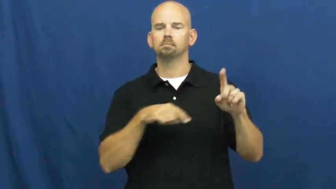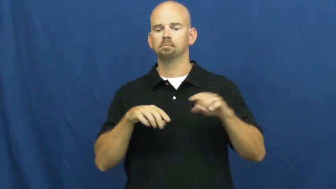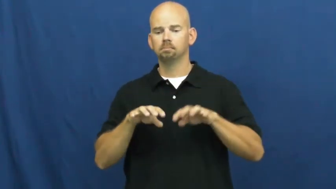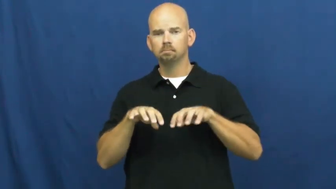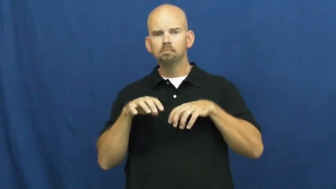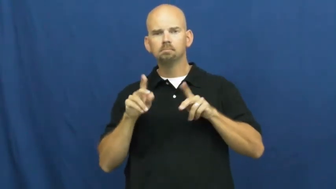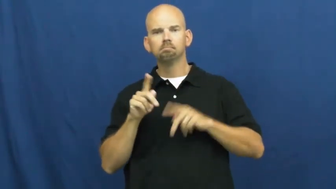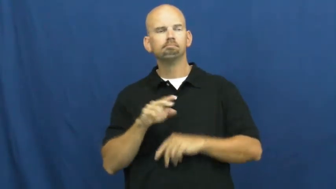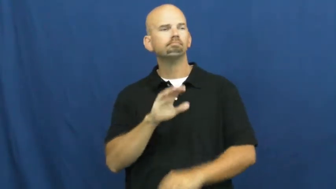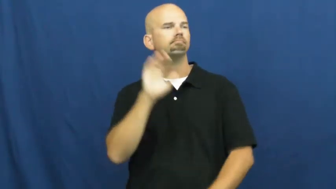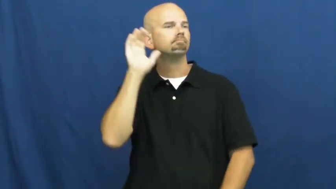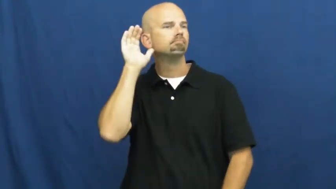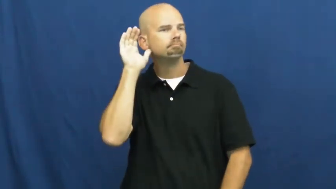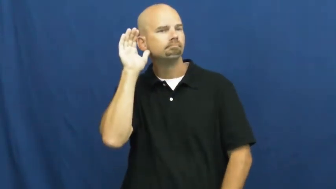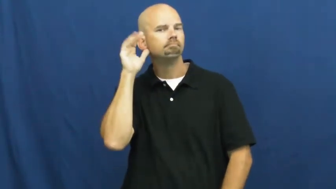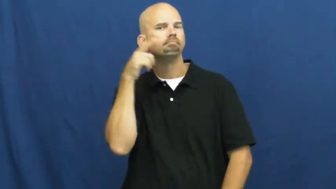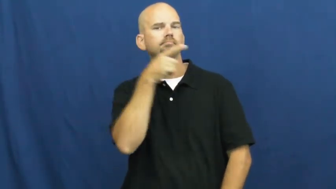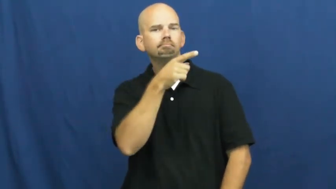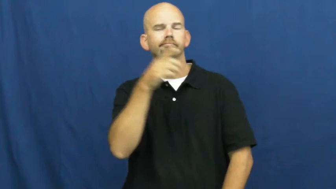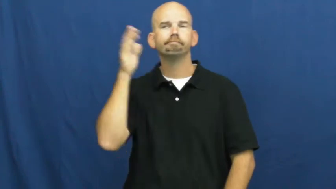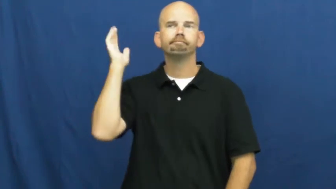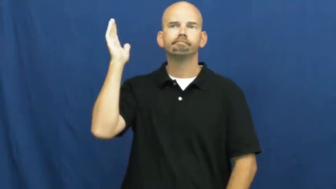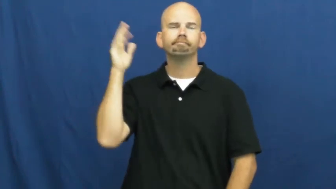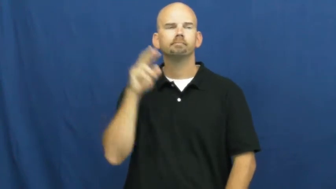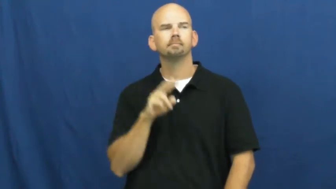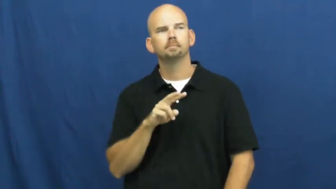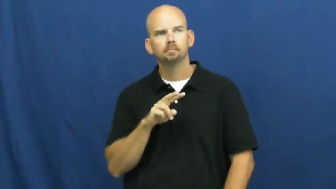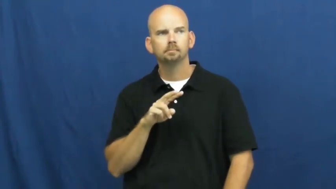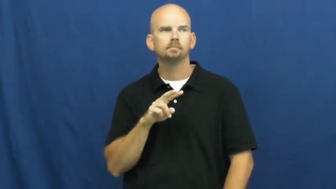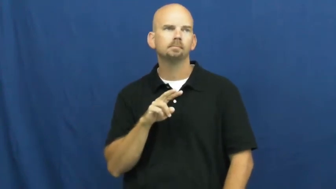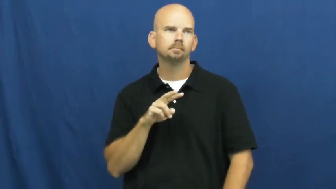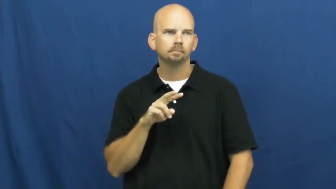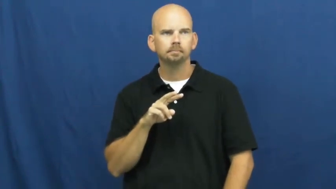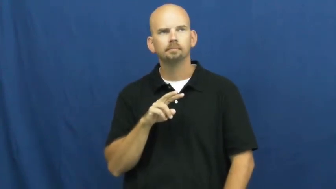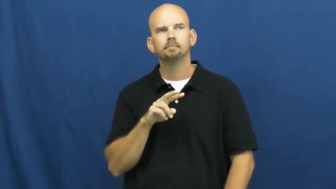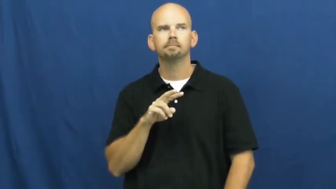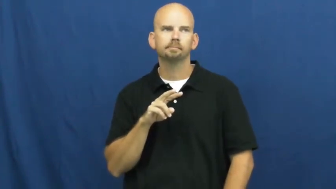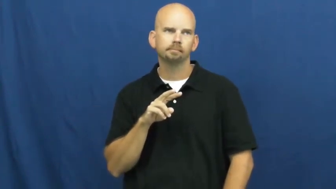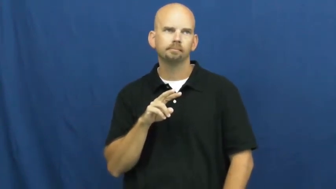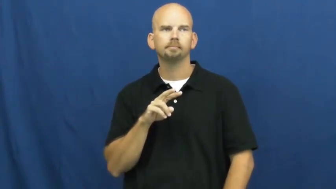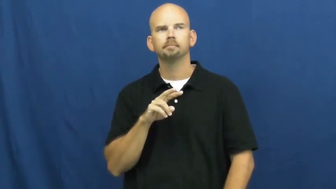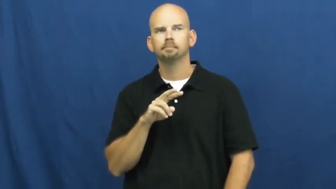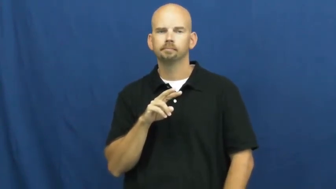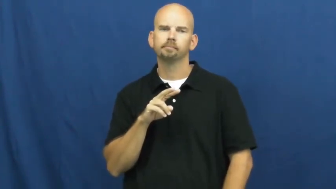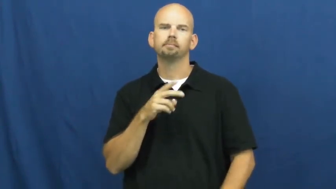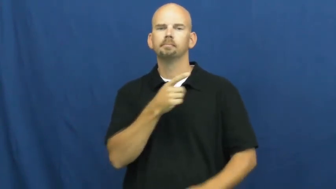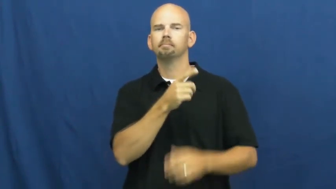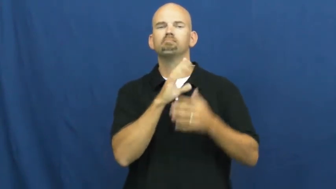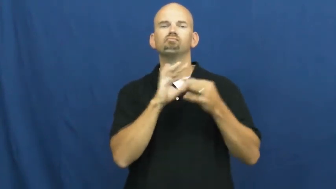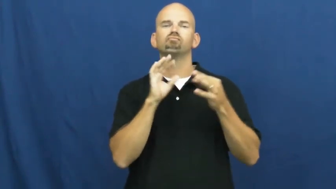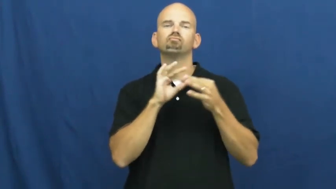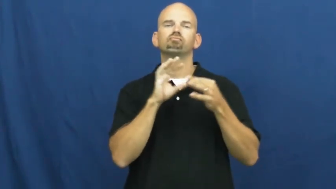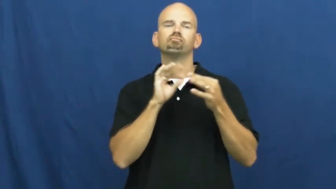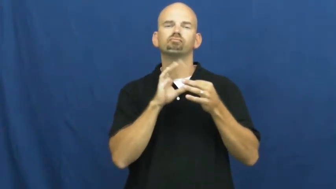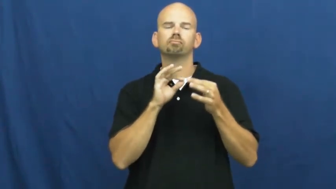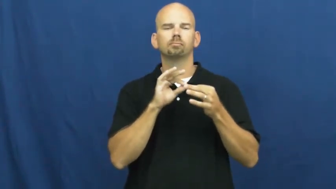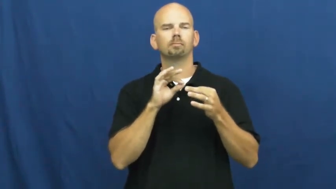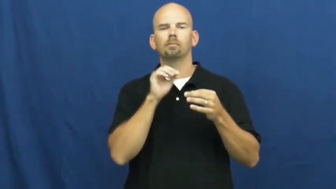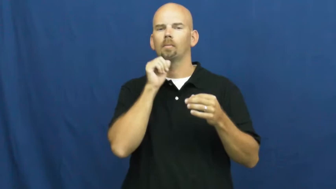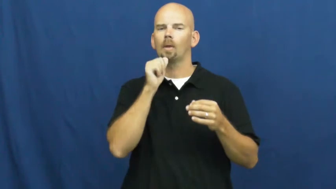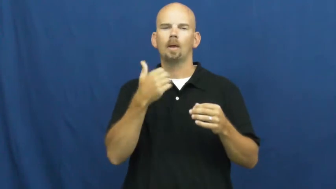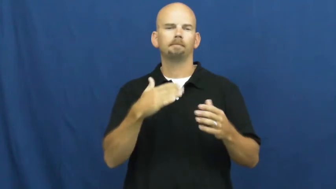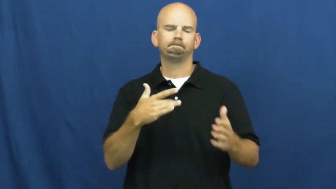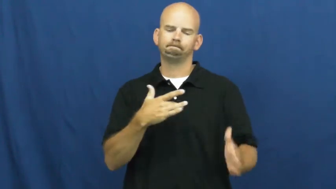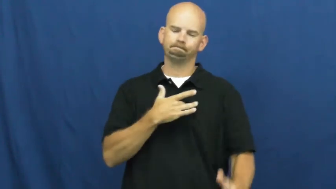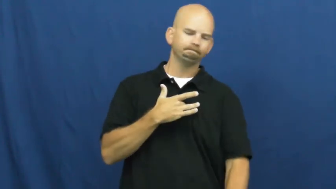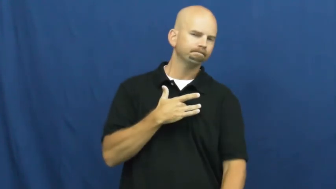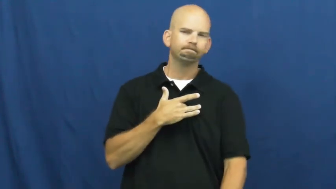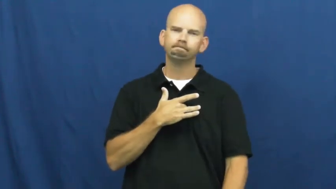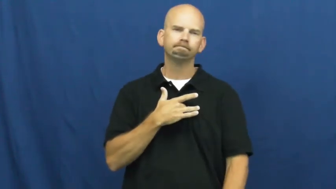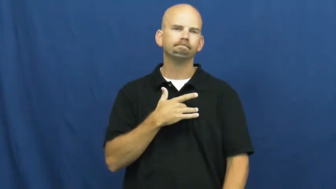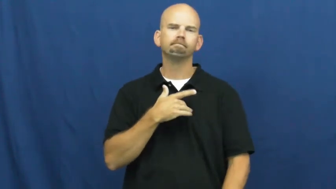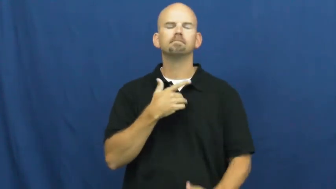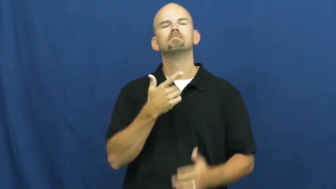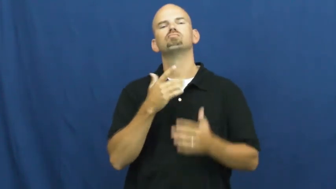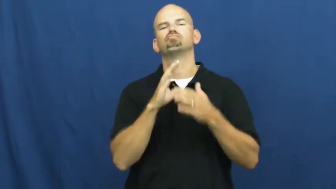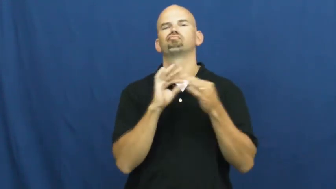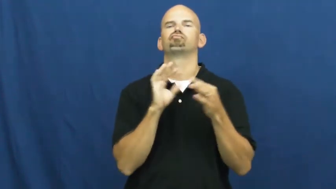spiel